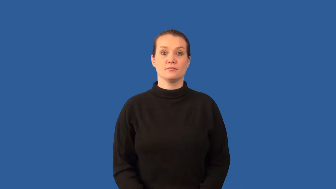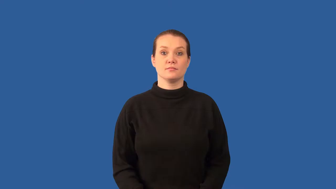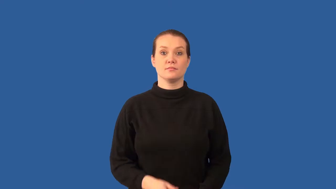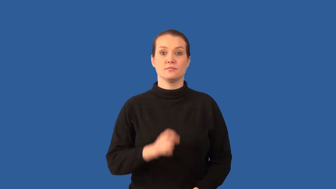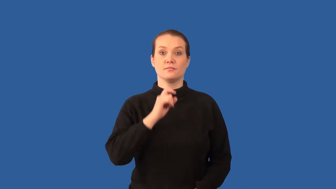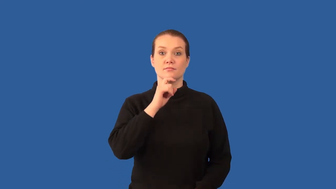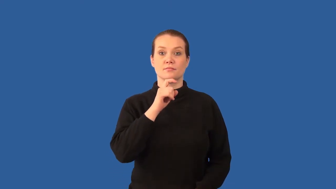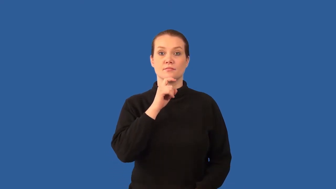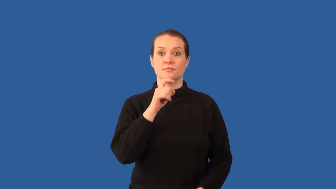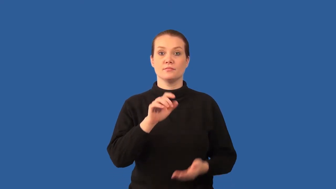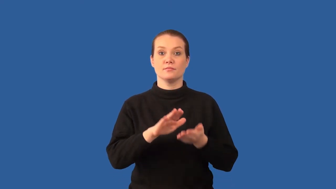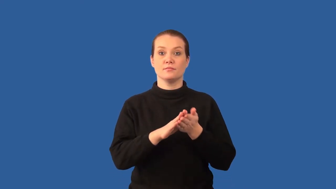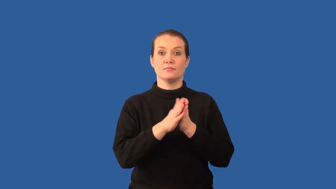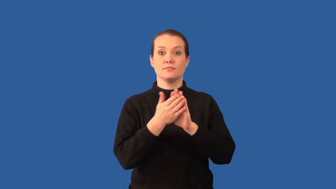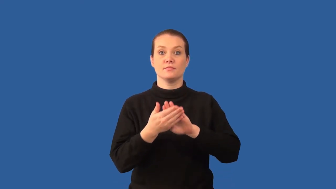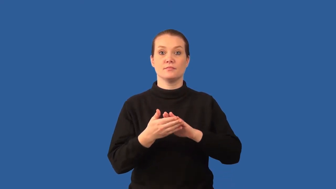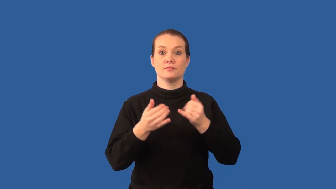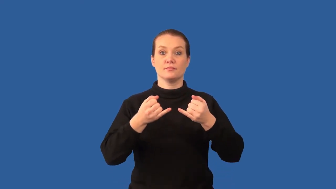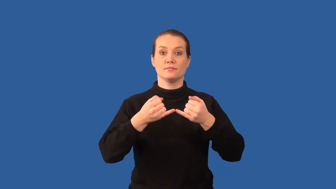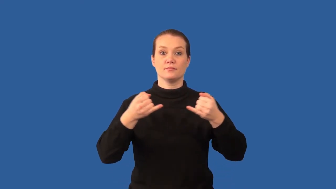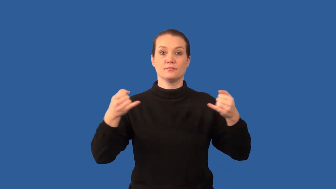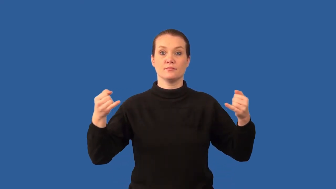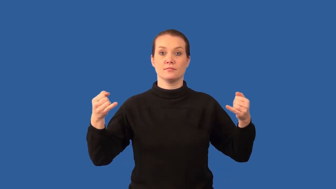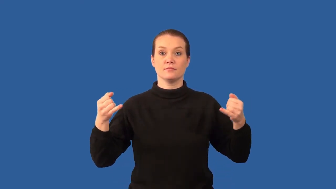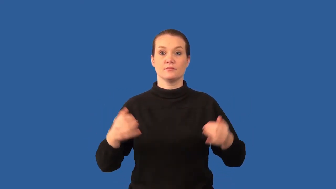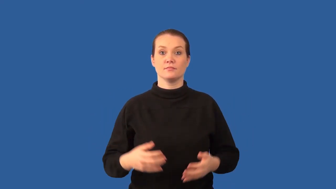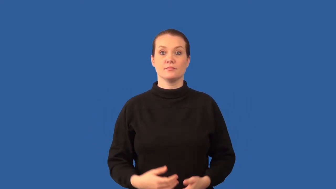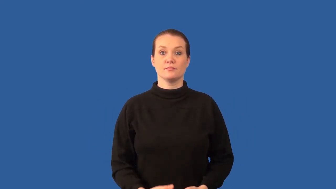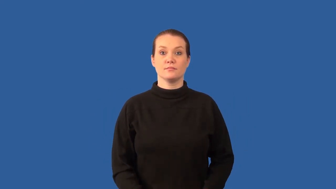ductile